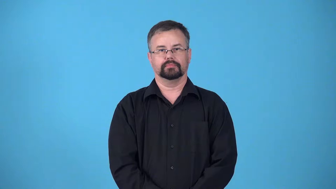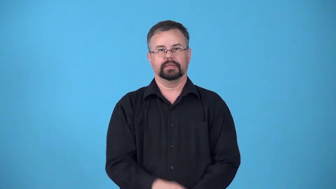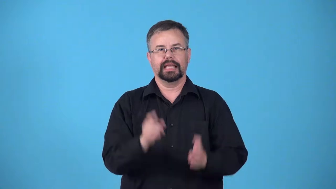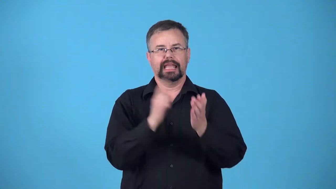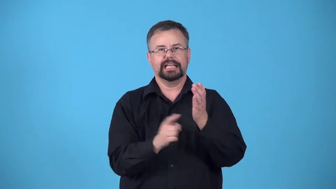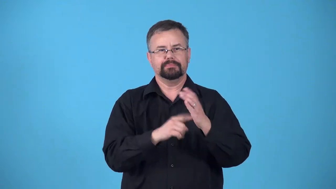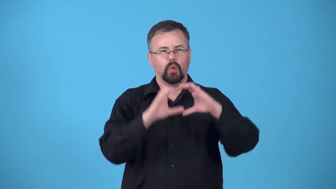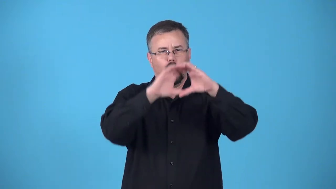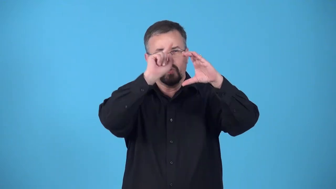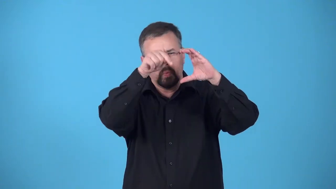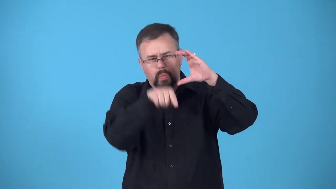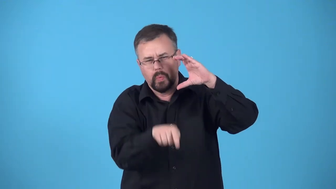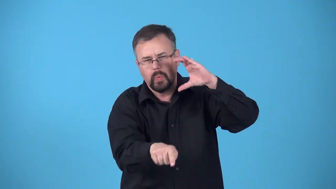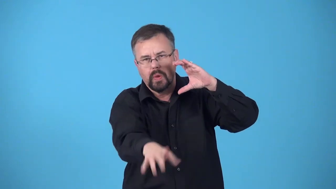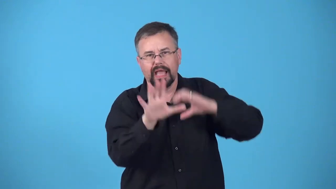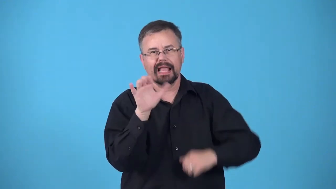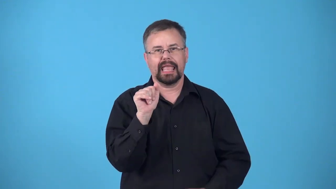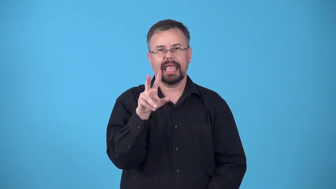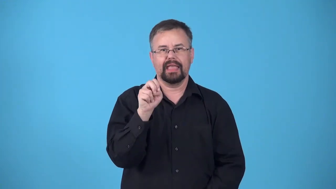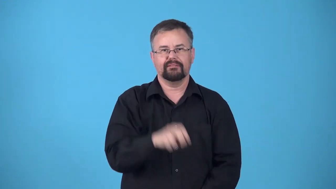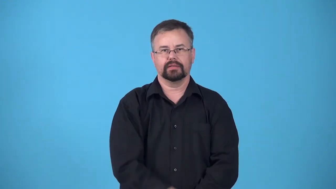spelunk,spelaeology,cave explore caves